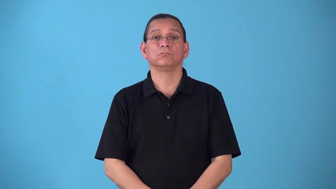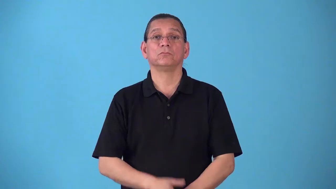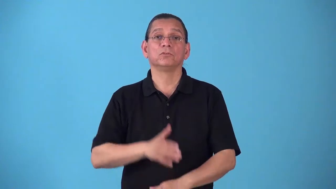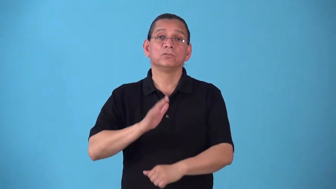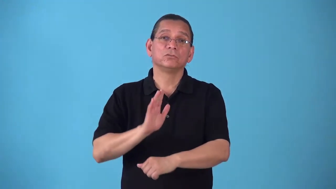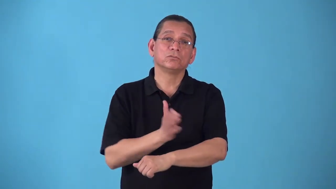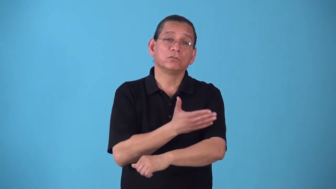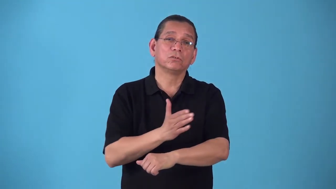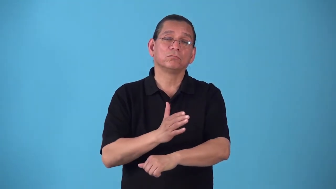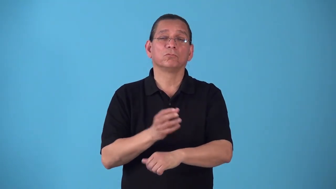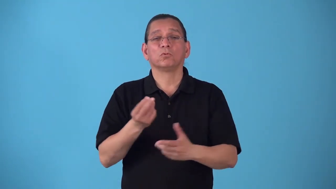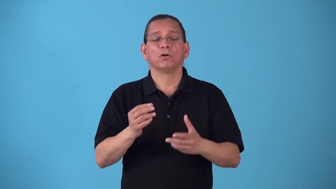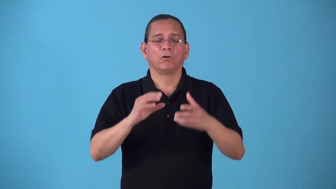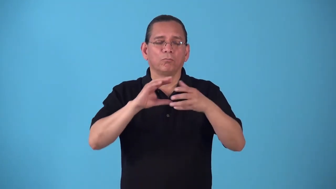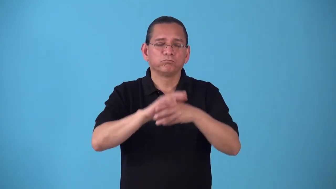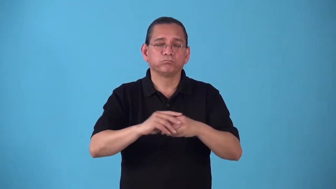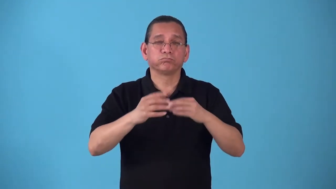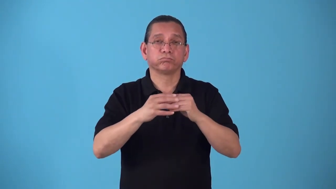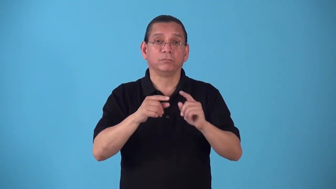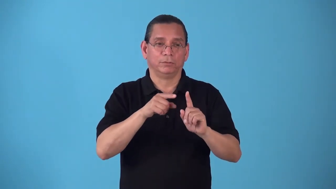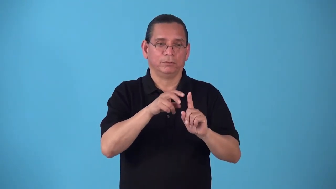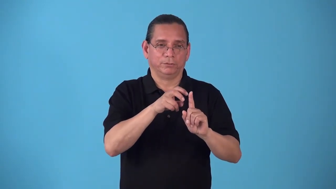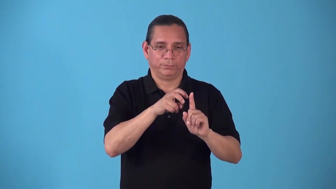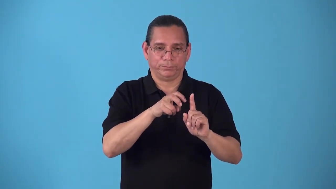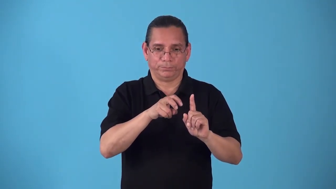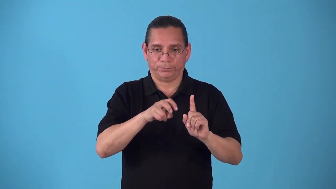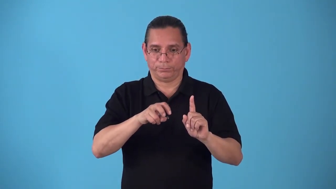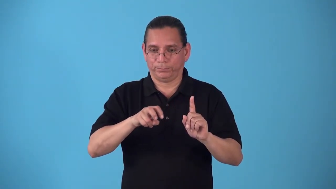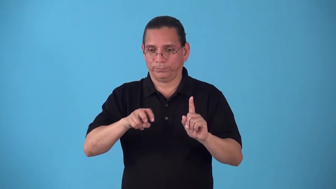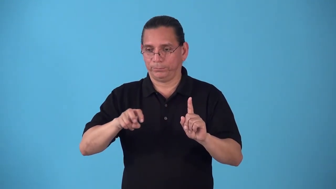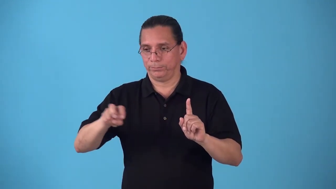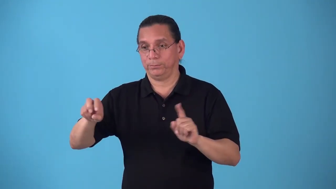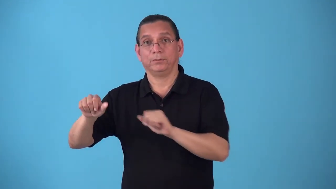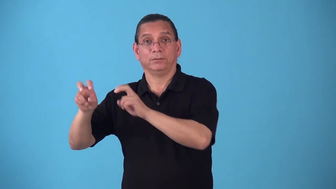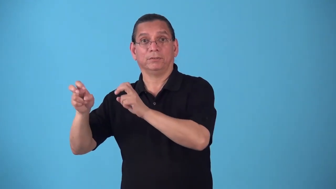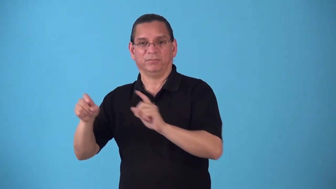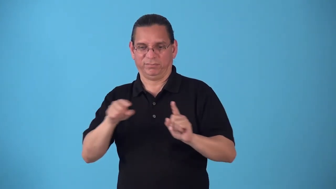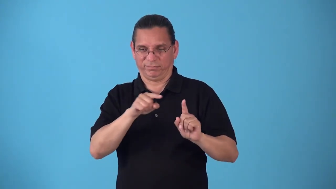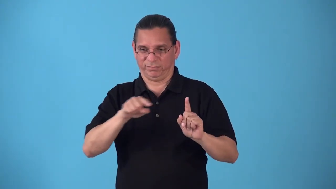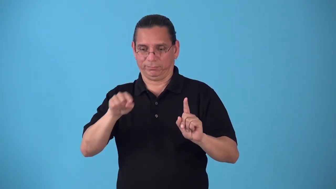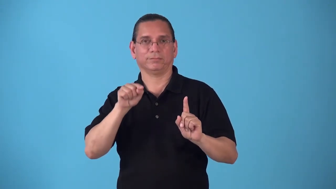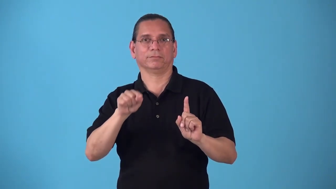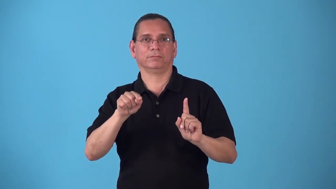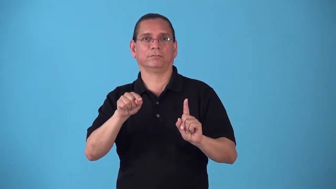segue,segueway